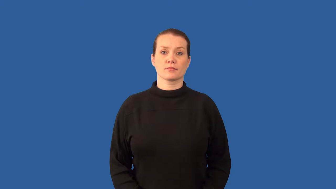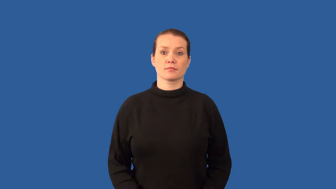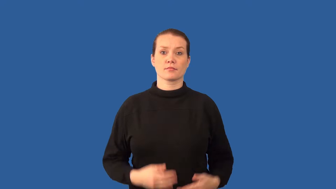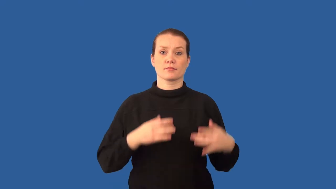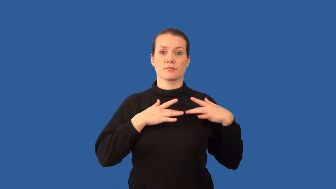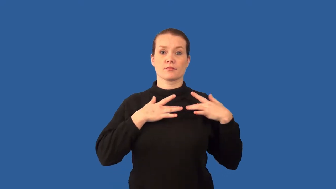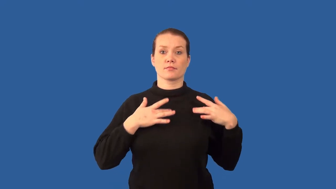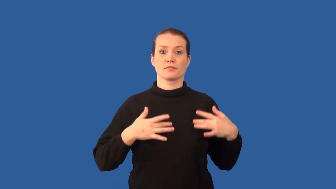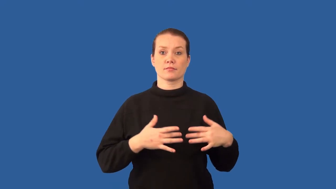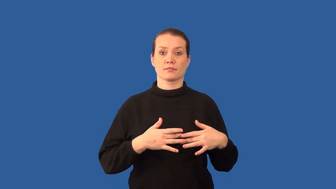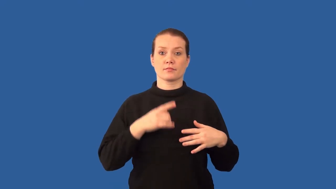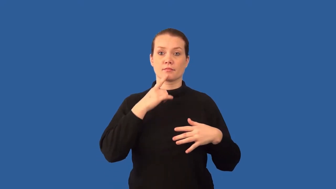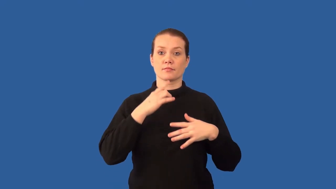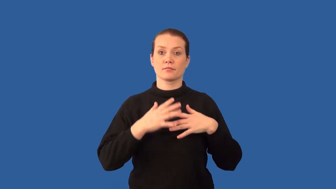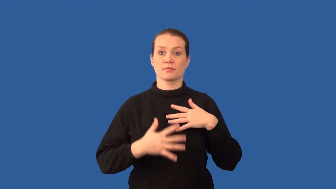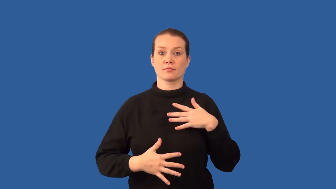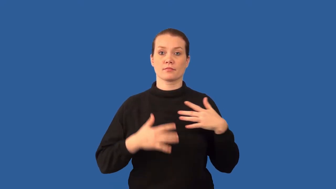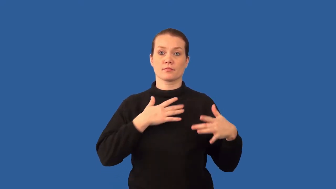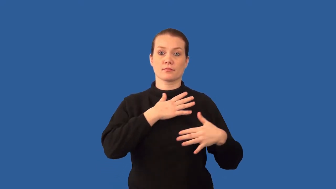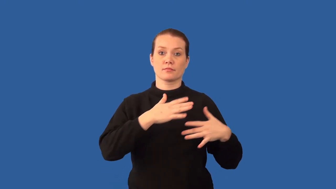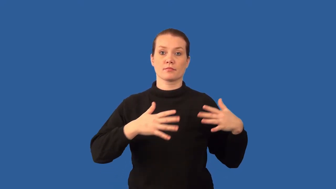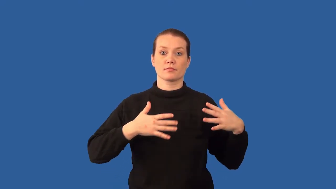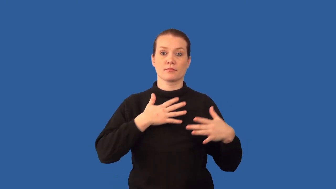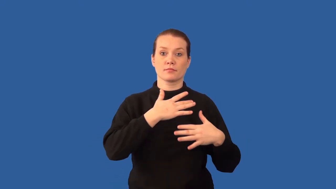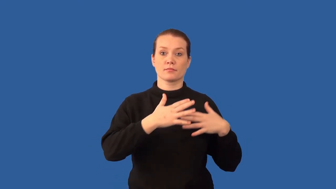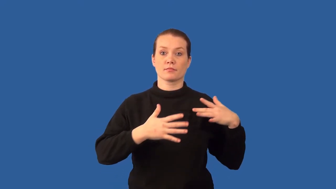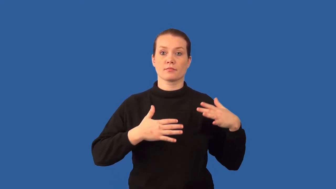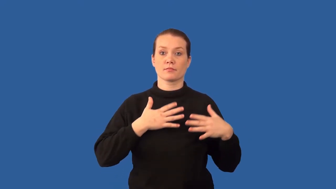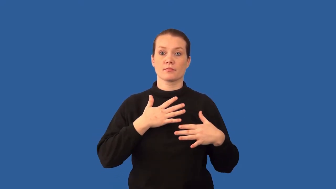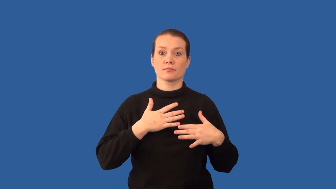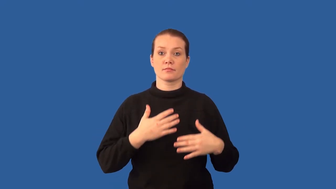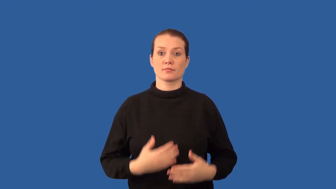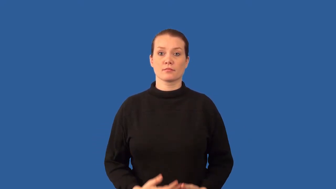pulmonary